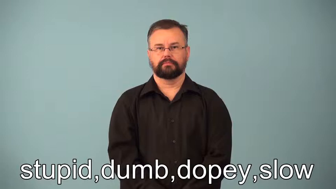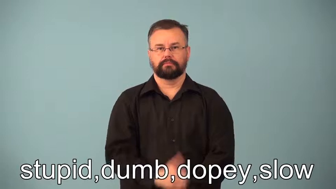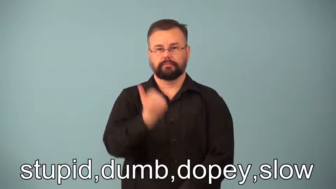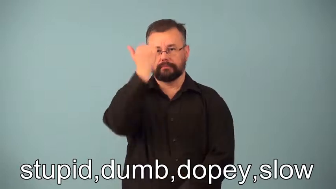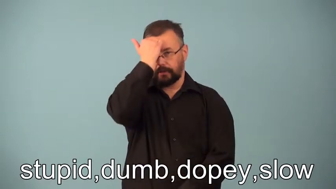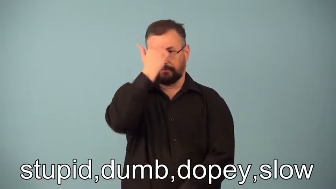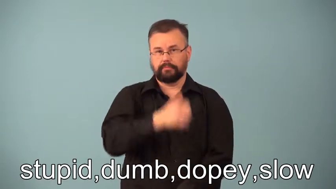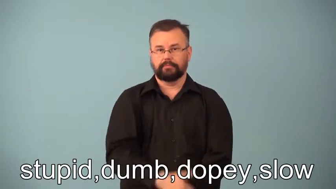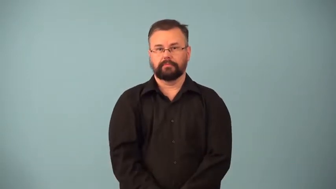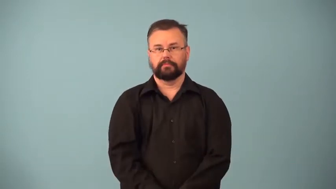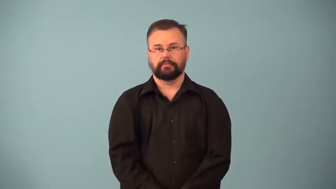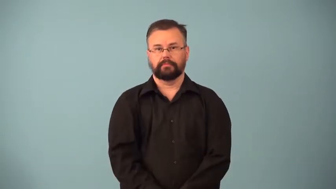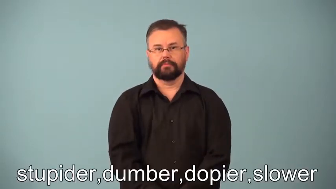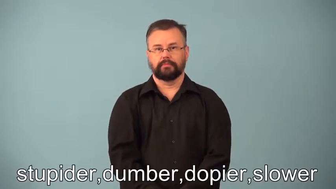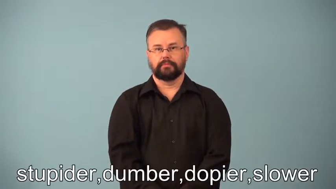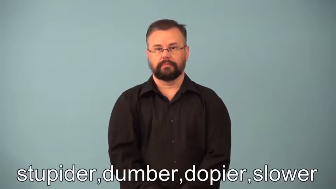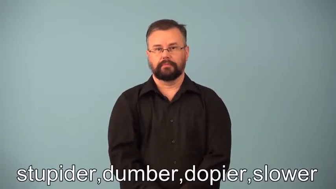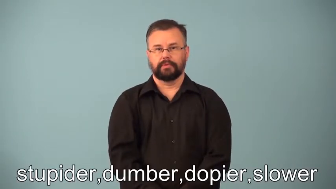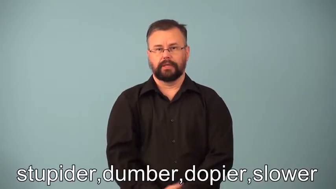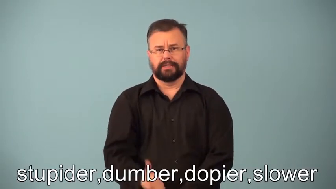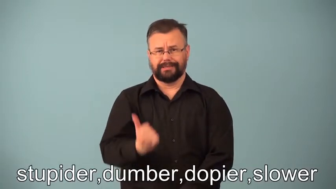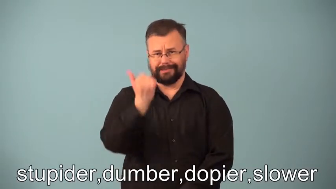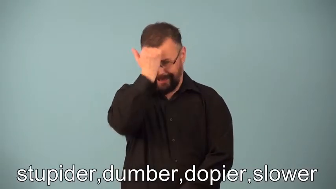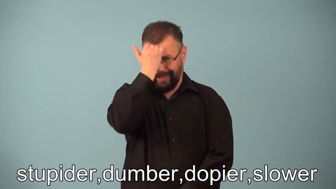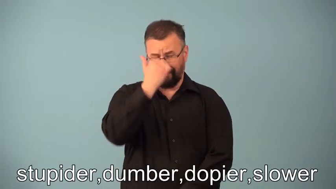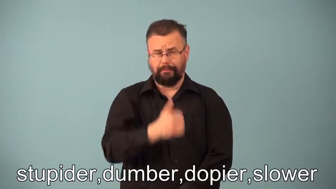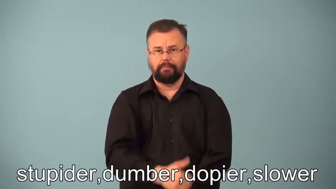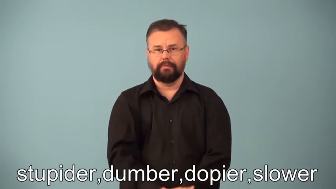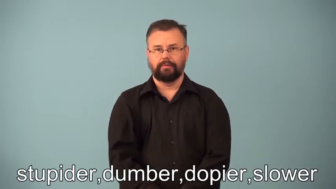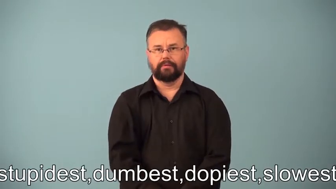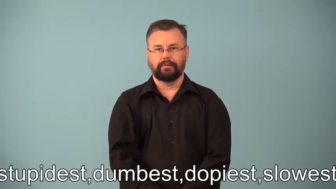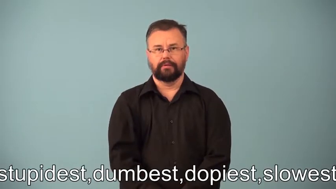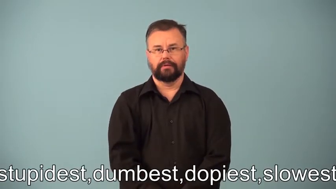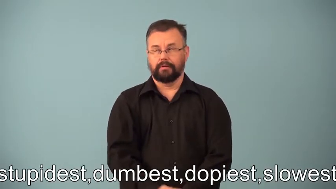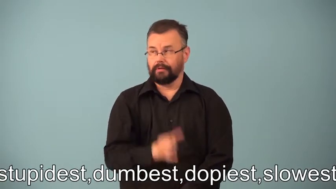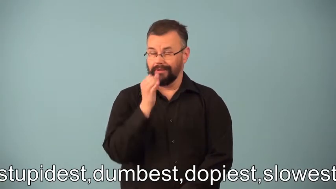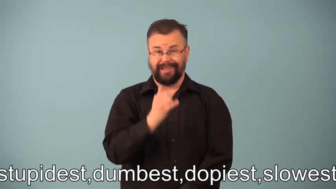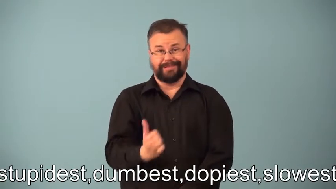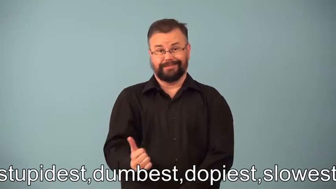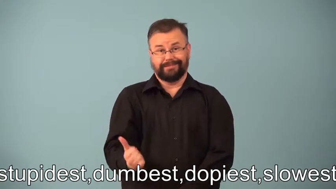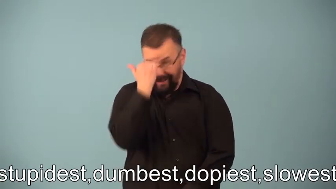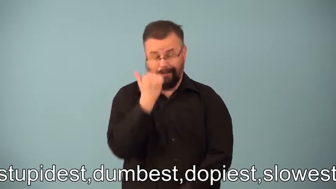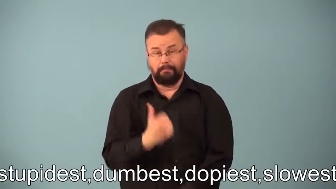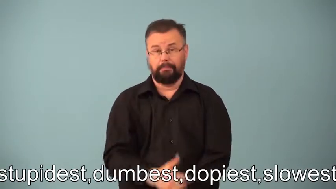stupider,dumber,dopier,slower,stupisest,dumbest,dopiest,slowest